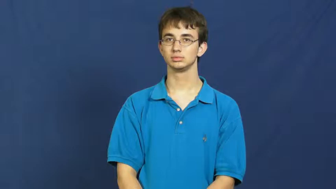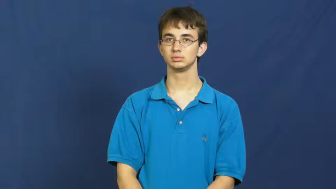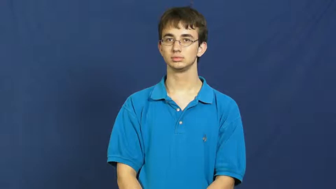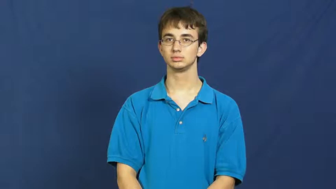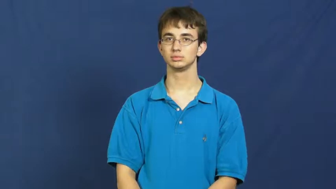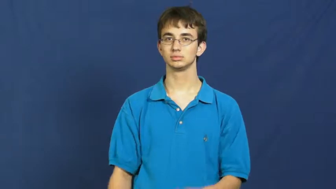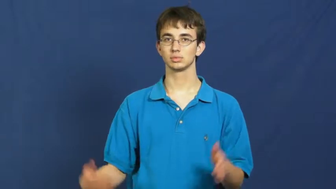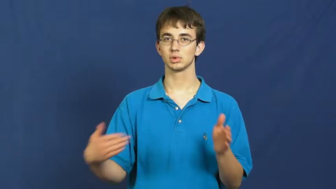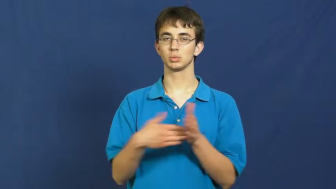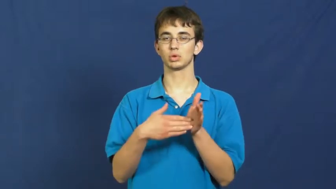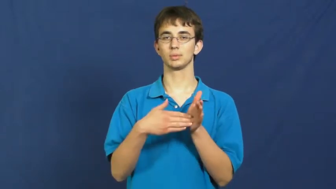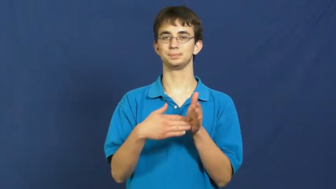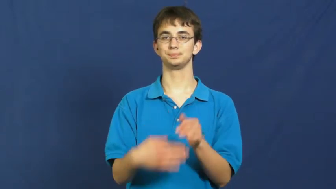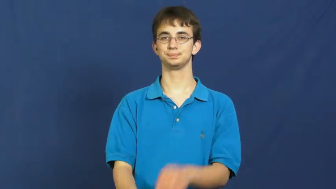sue,suit,litigation,lawsuit